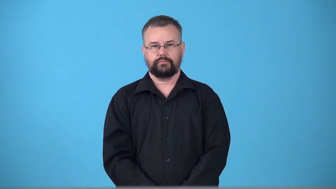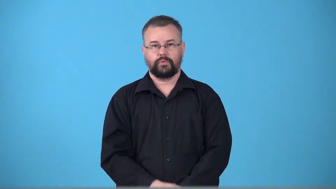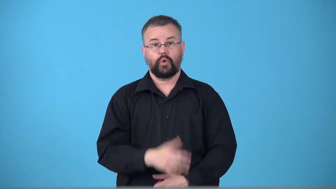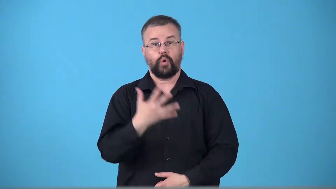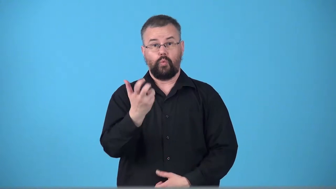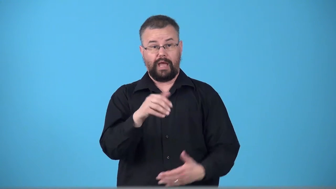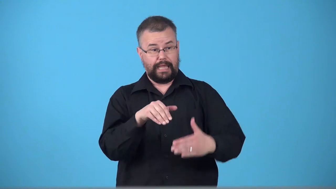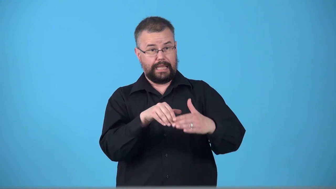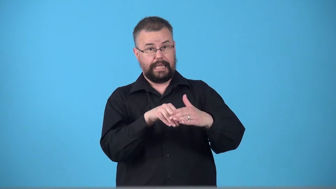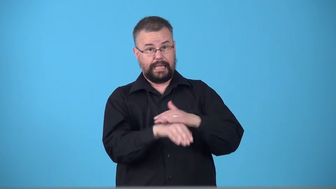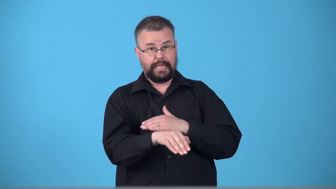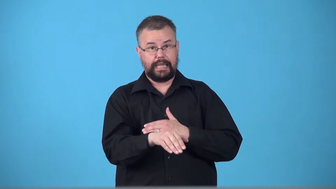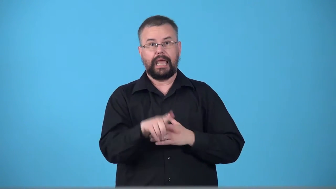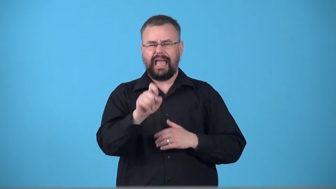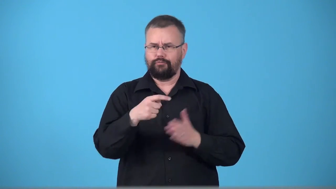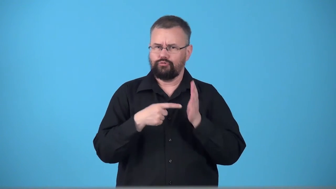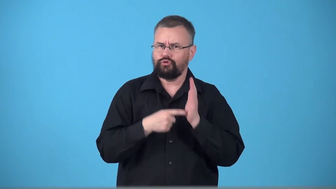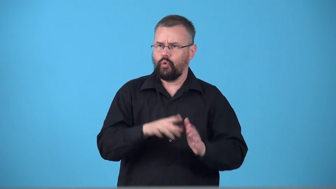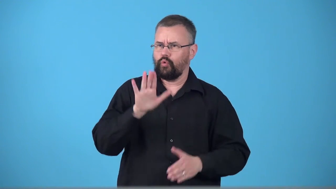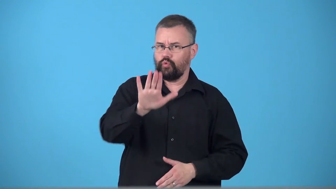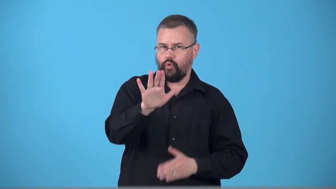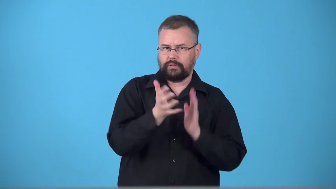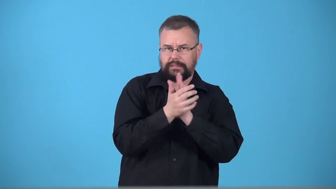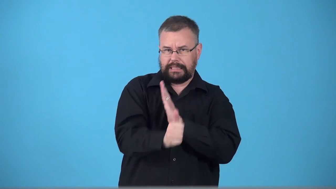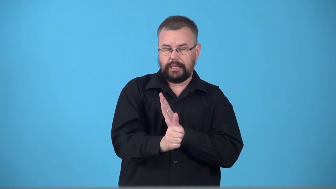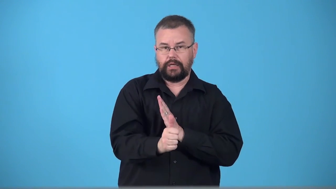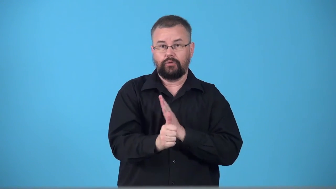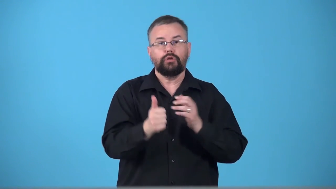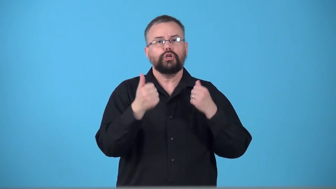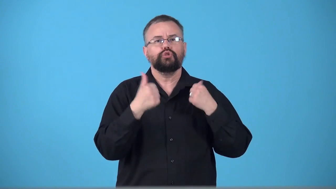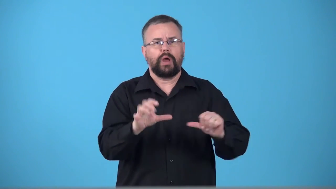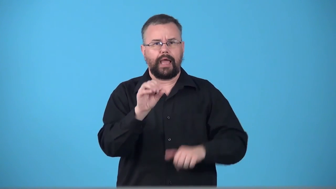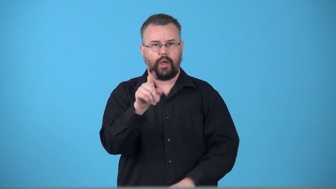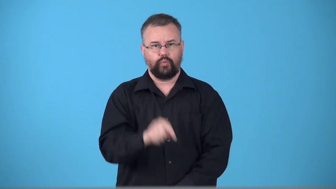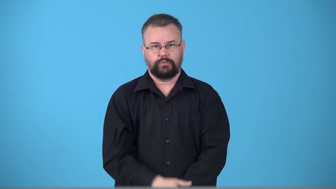tryout